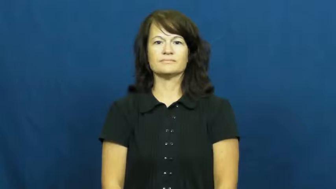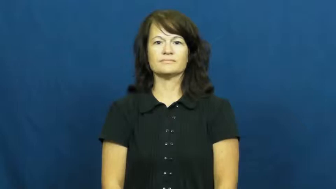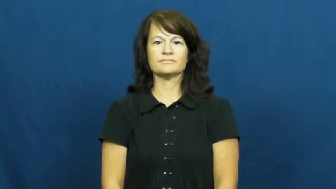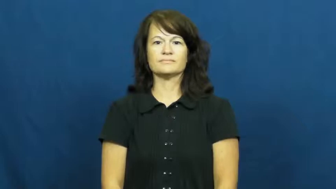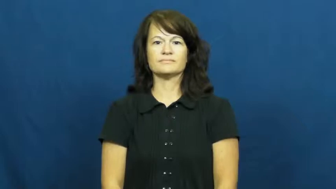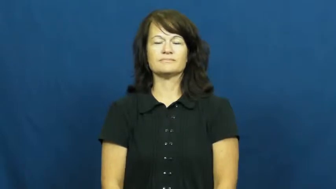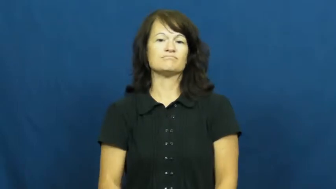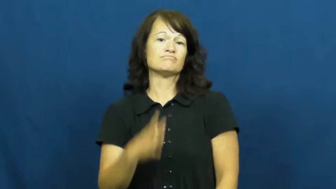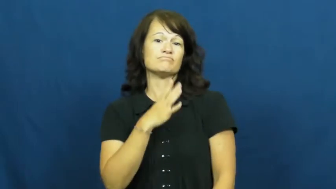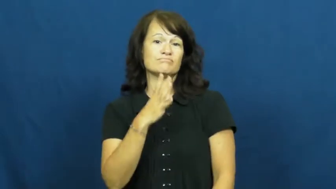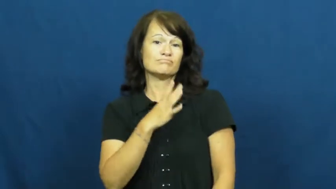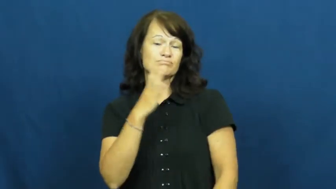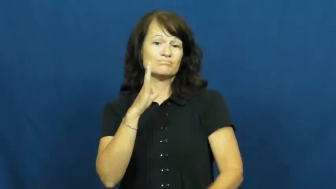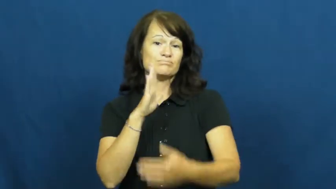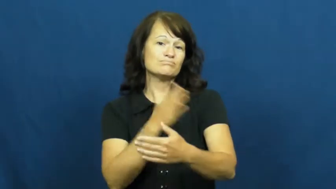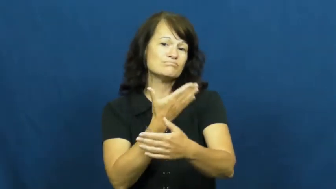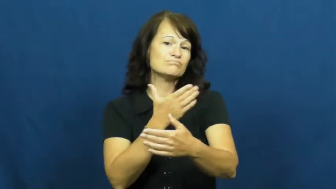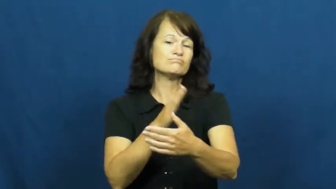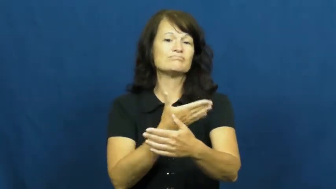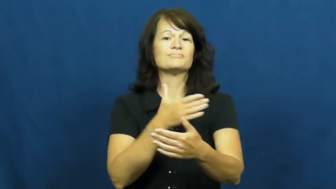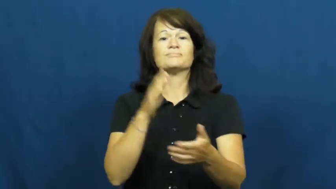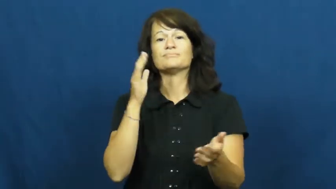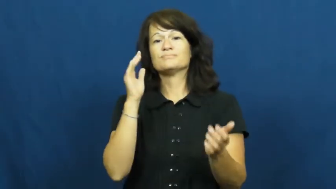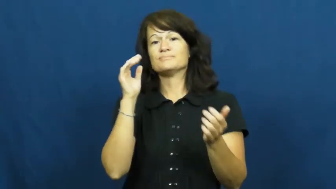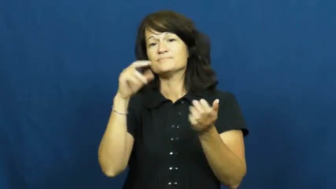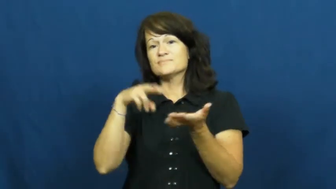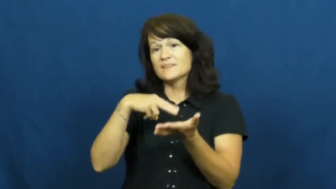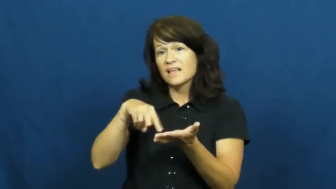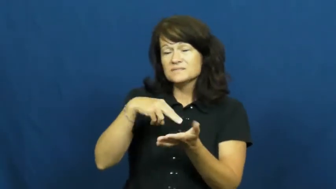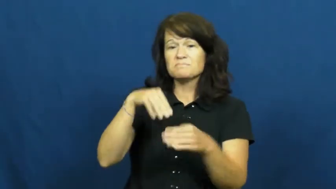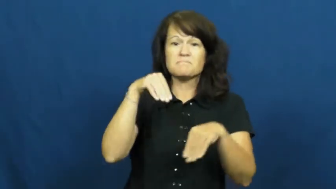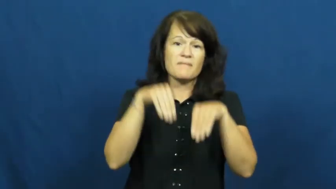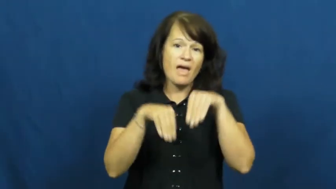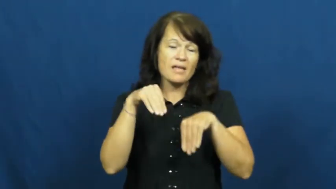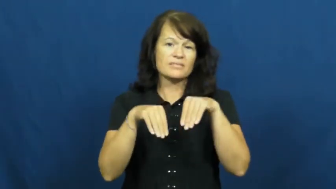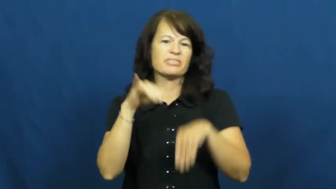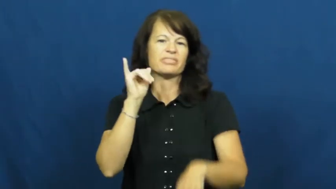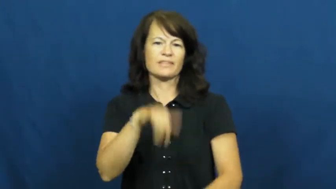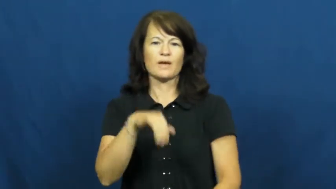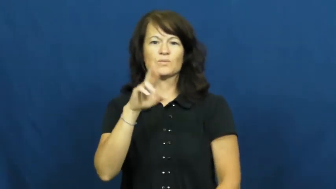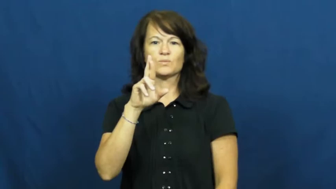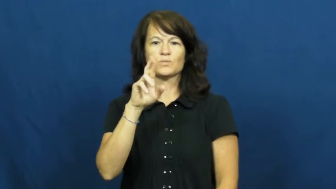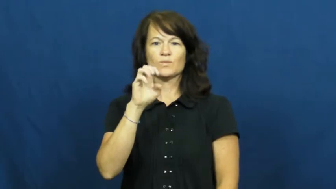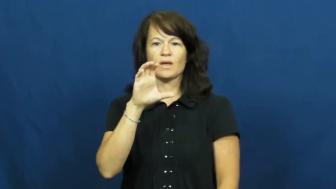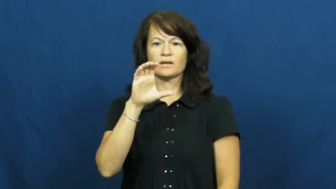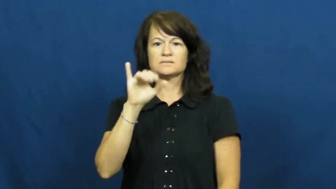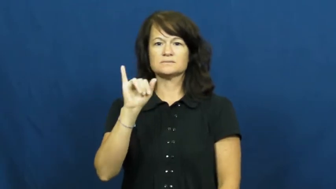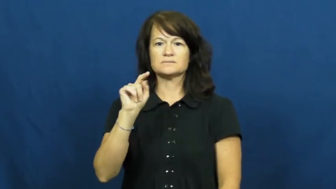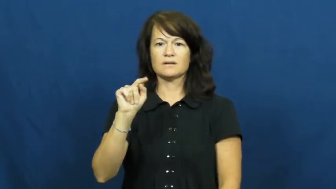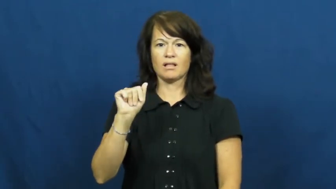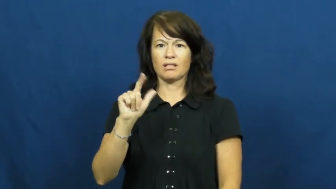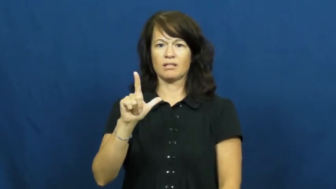recital